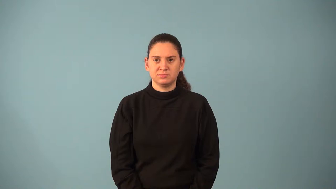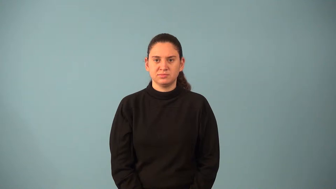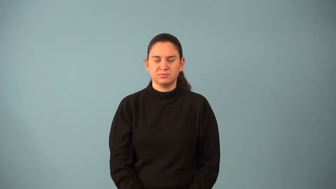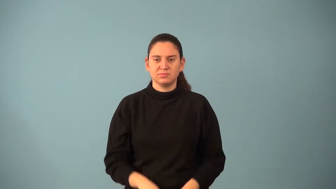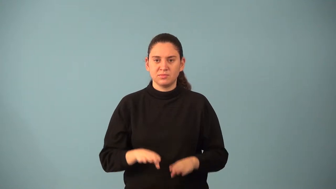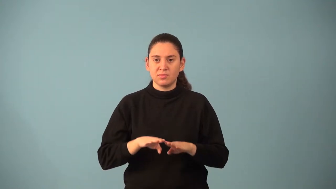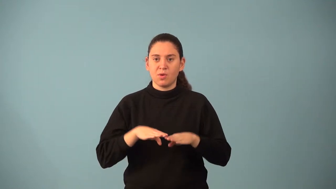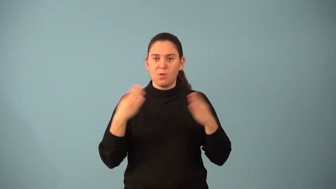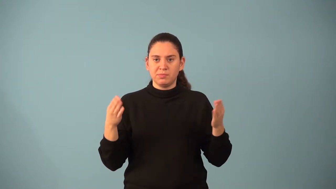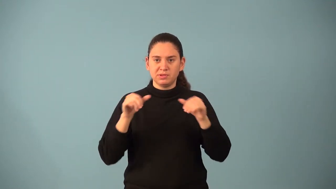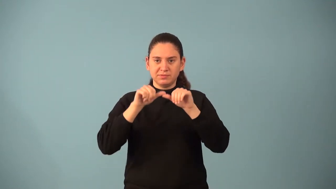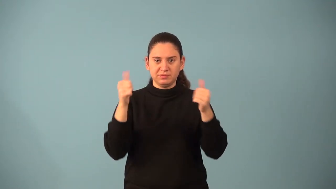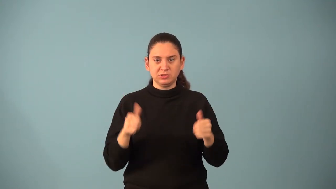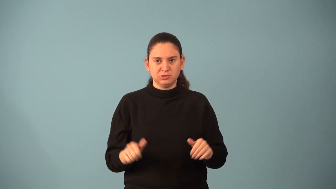open figure